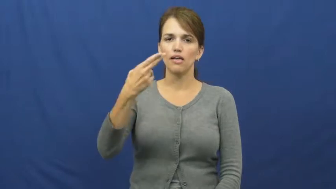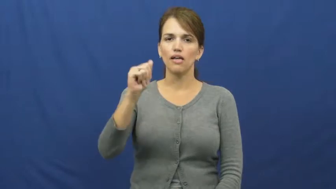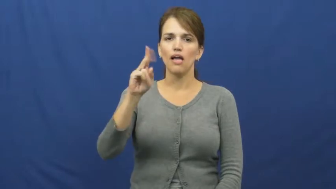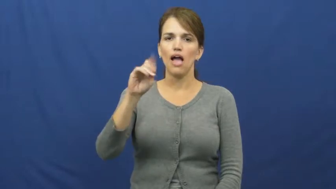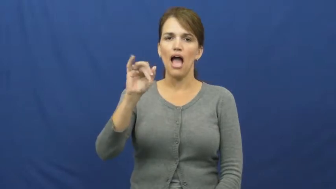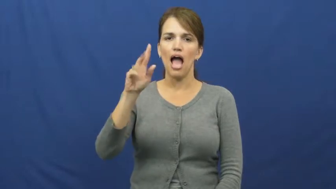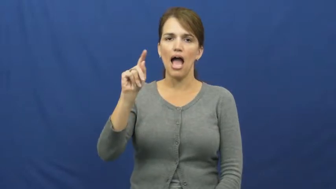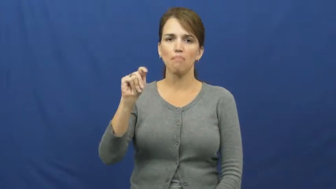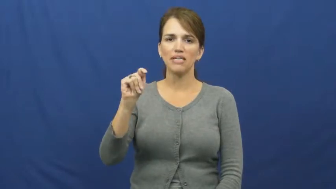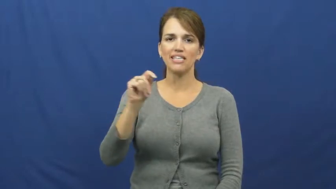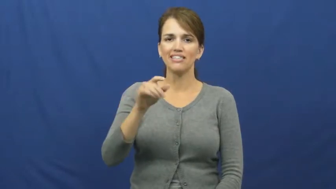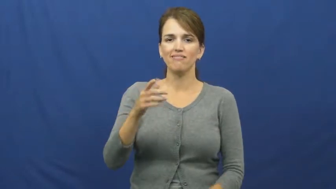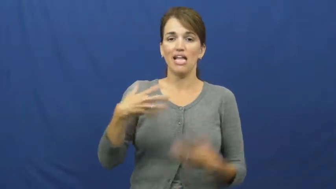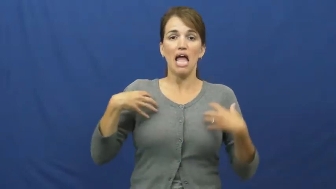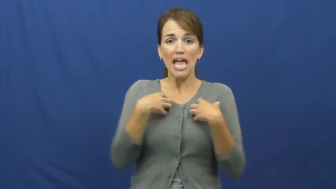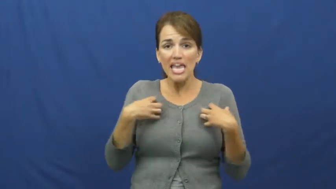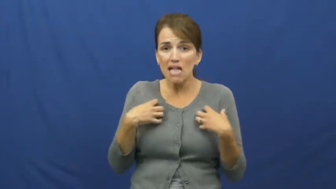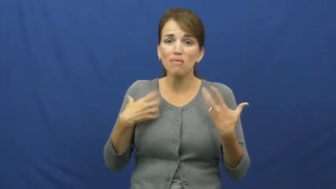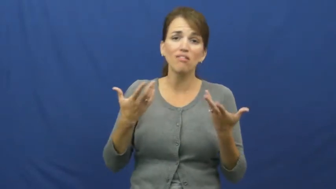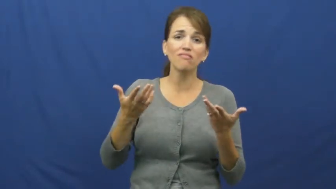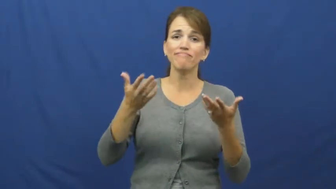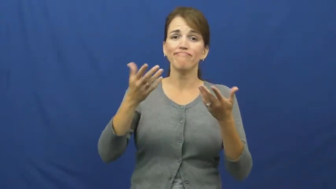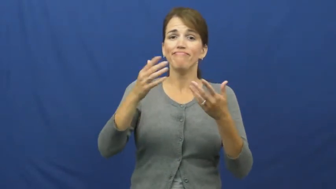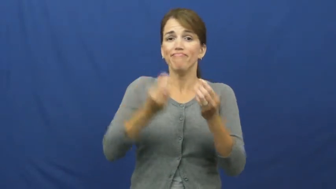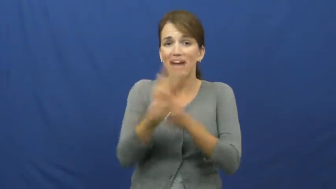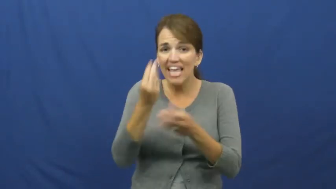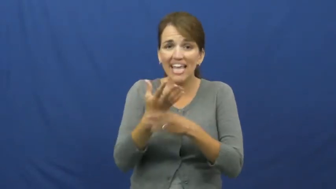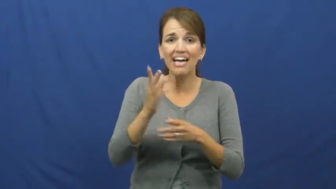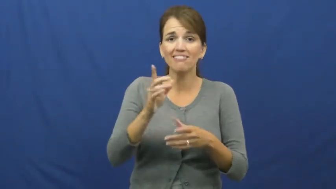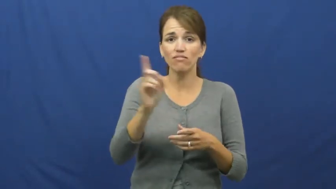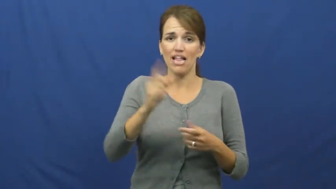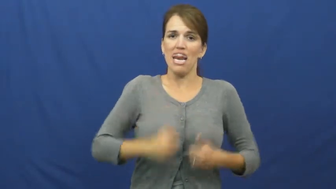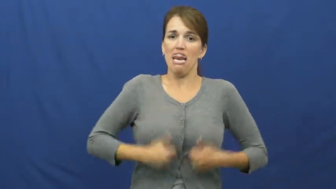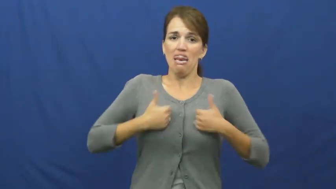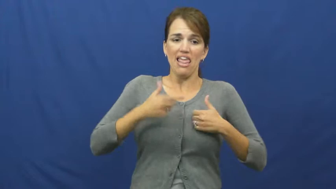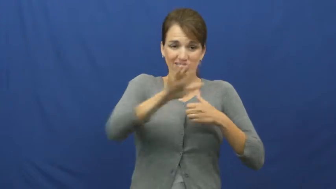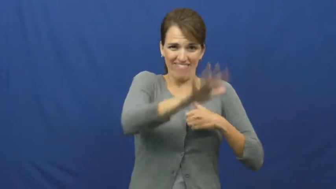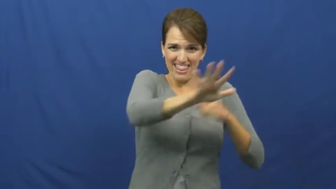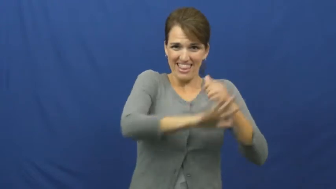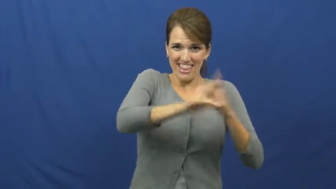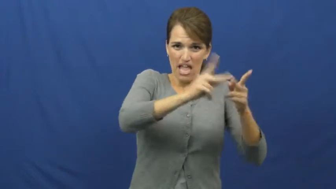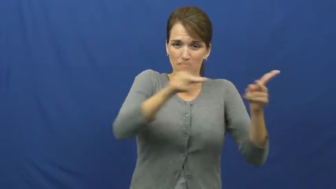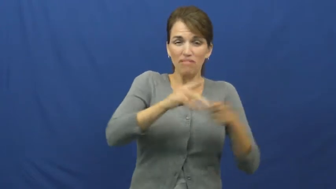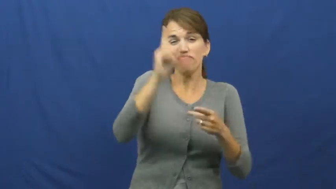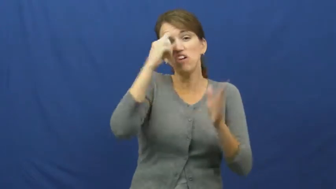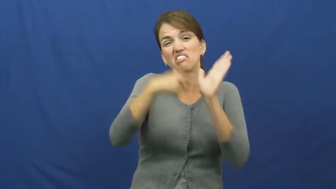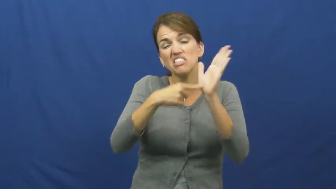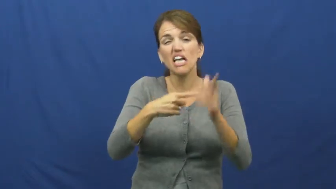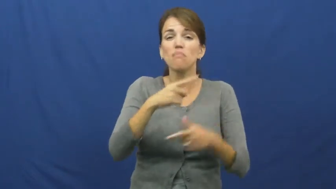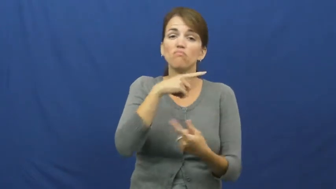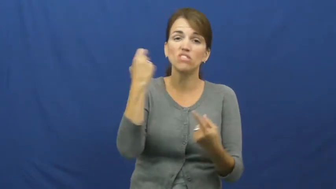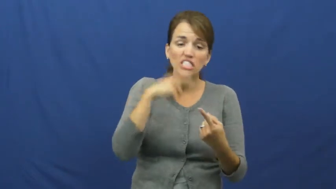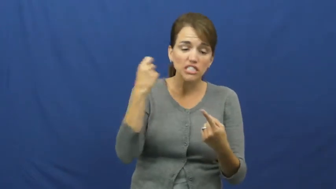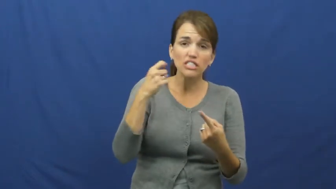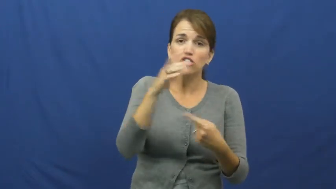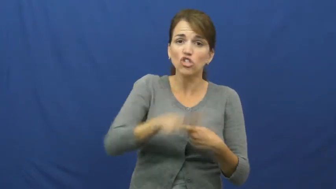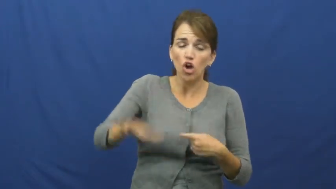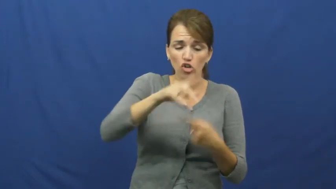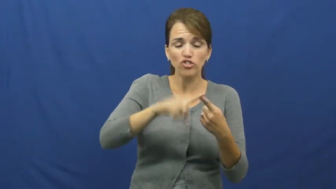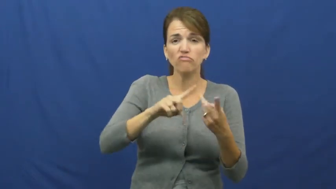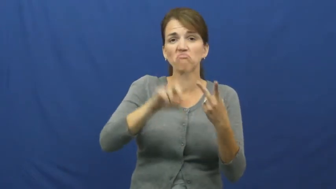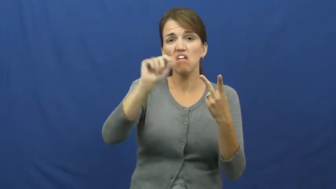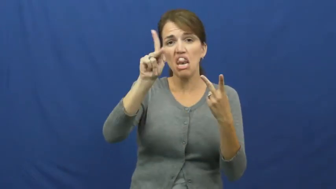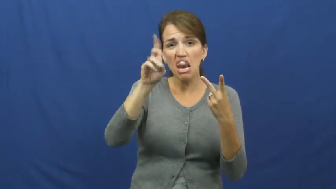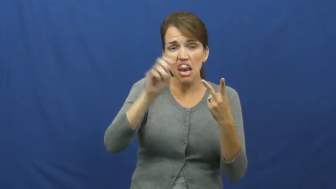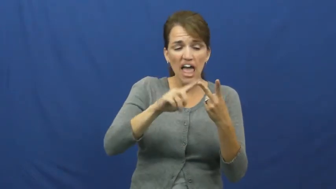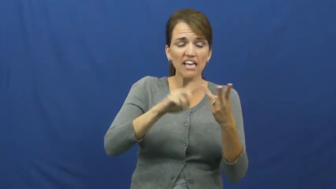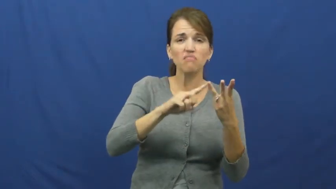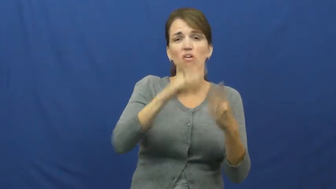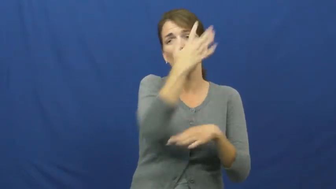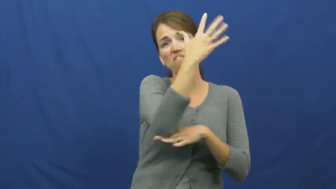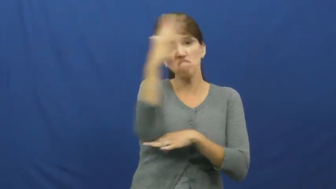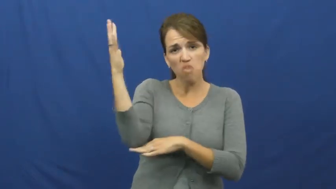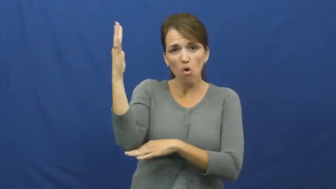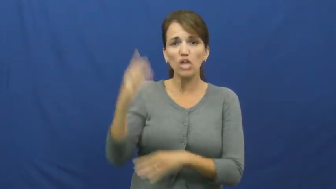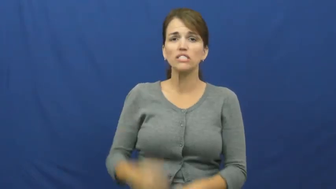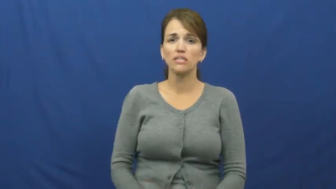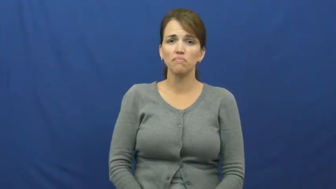habitat